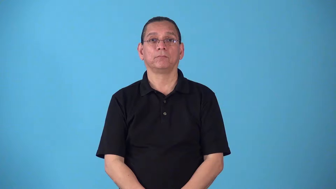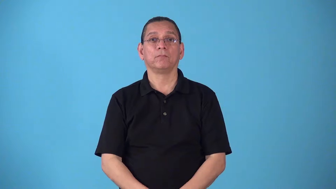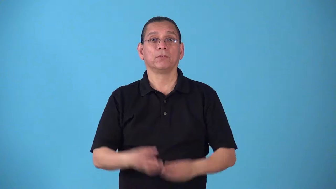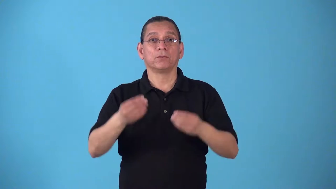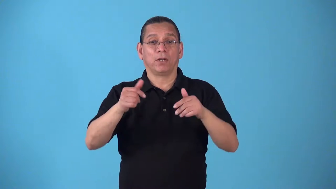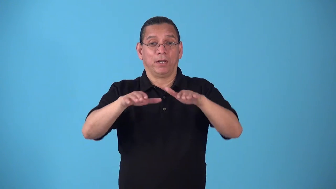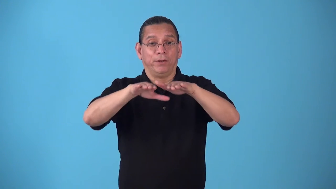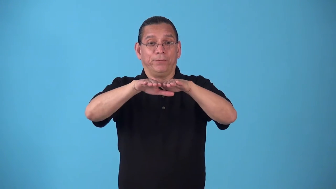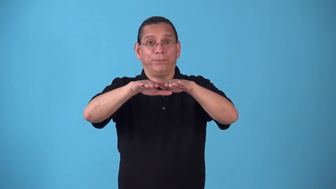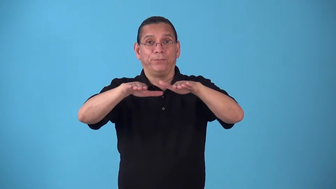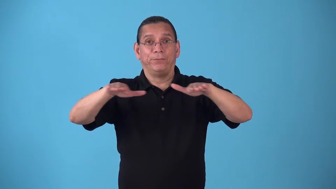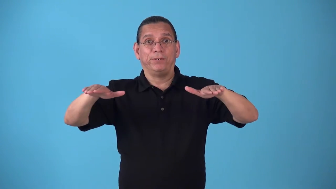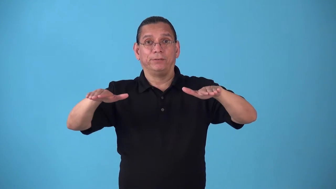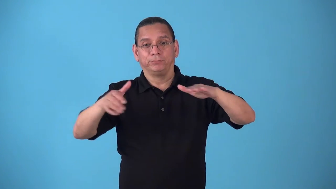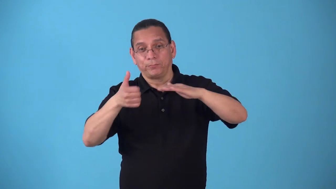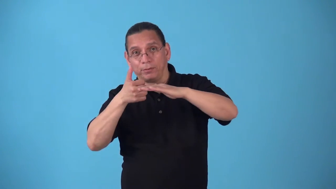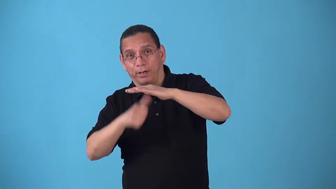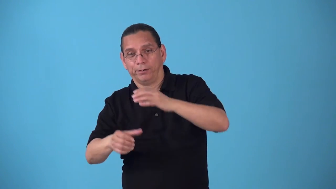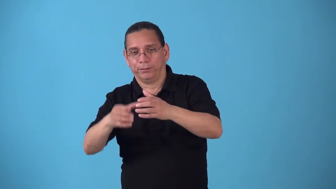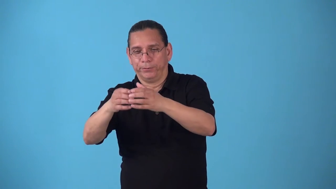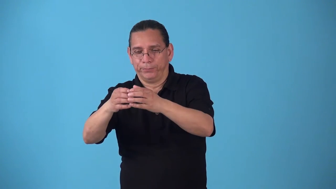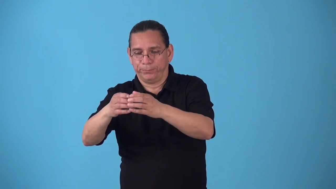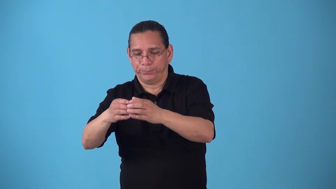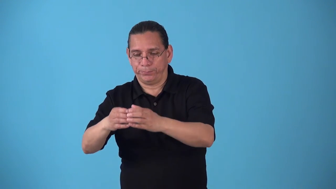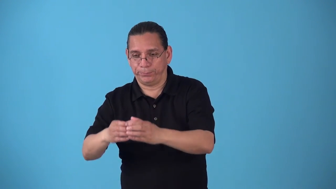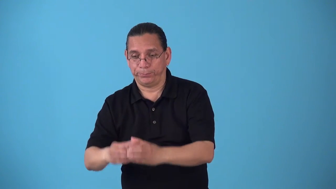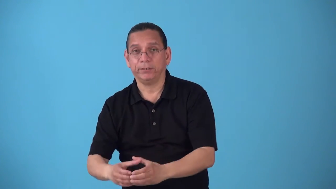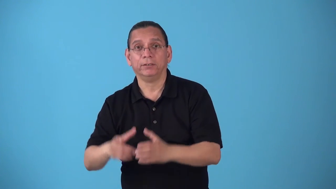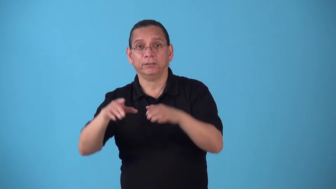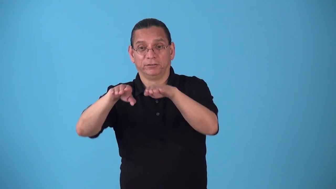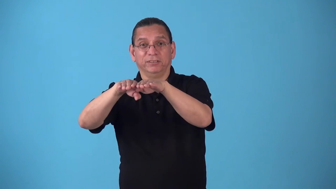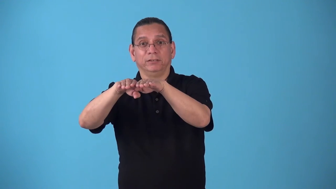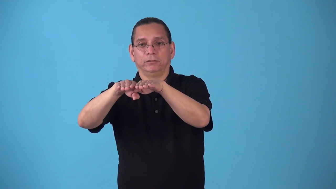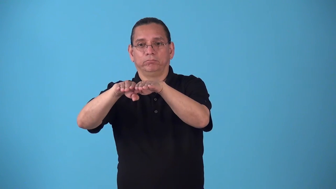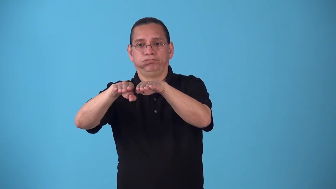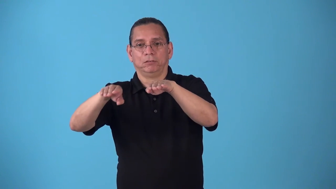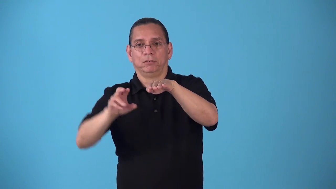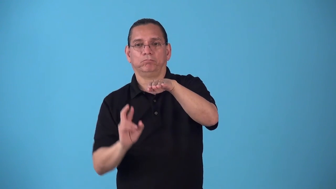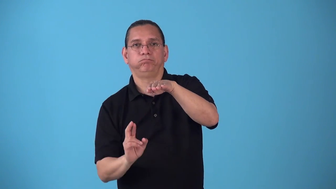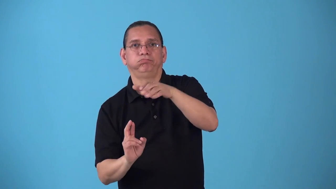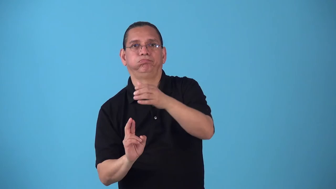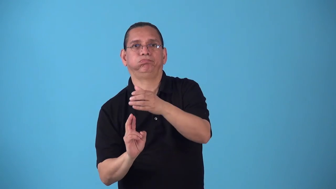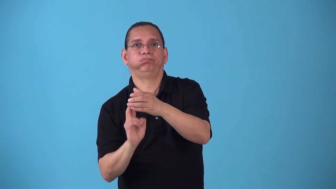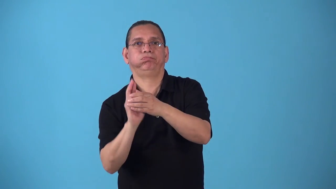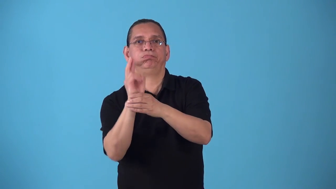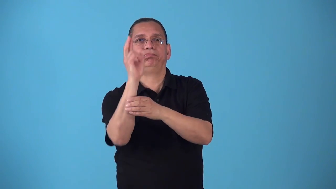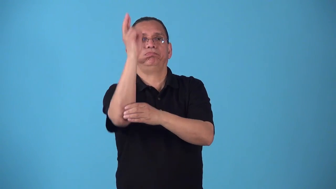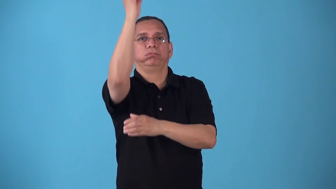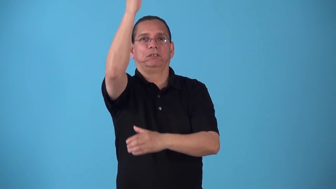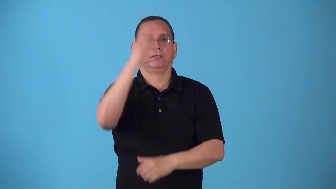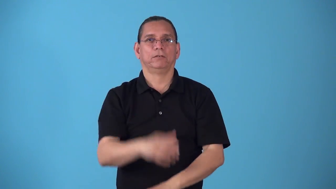silo-rocket